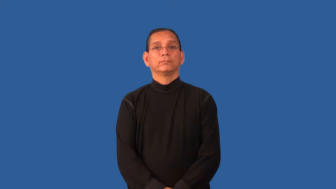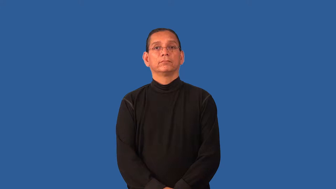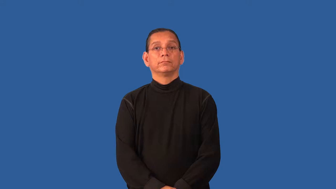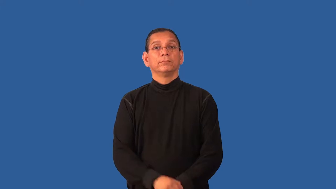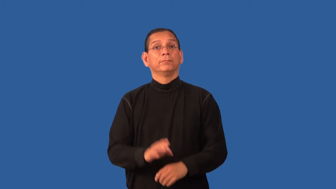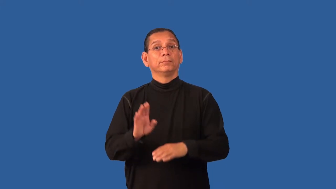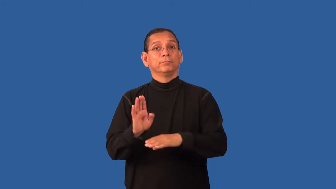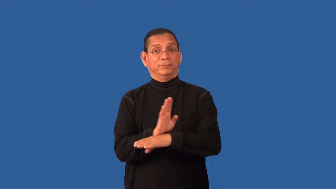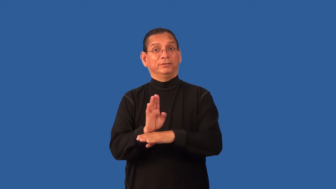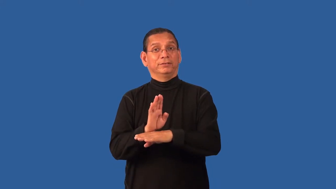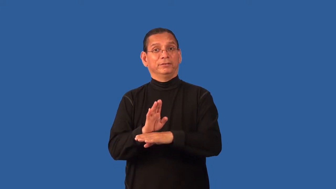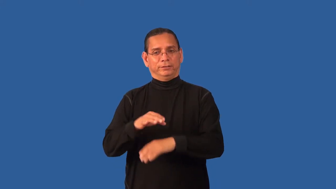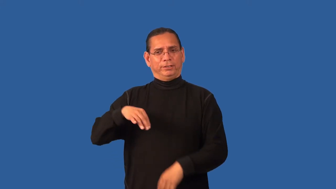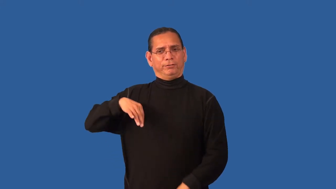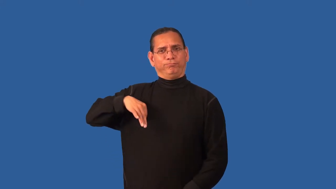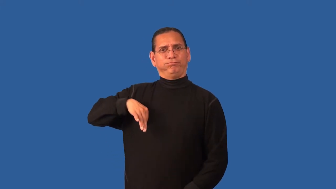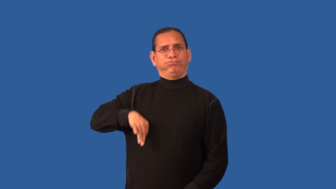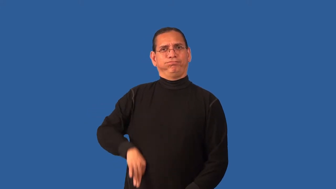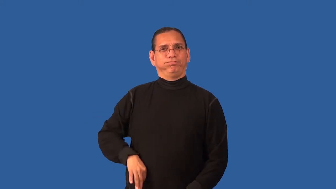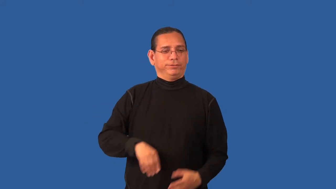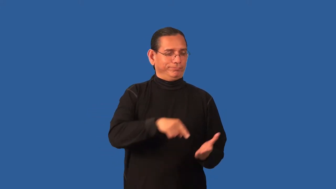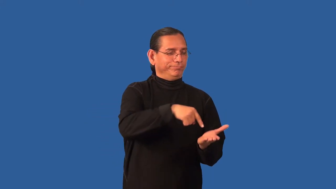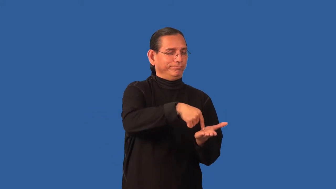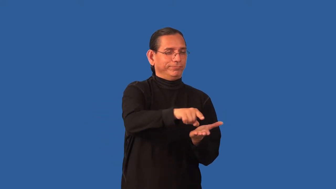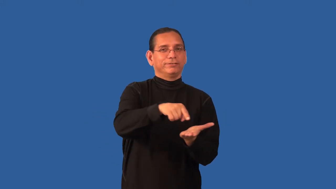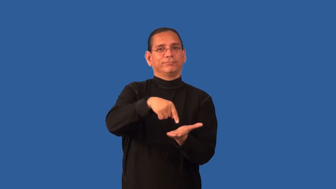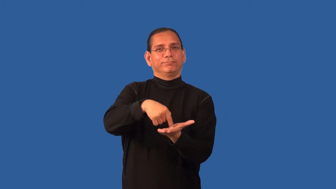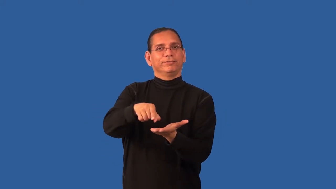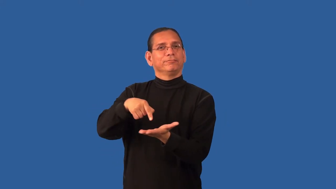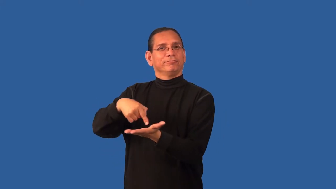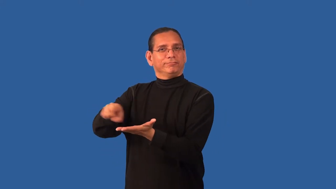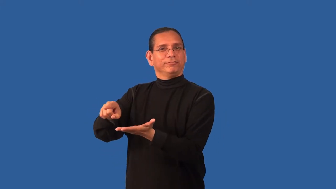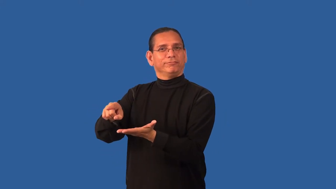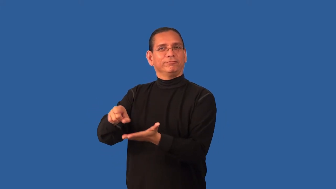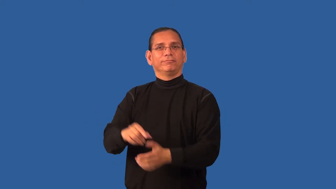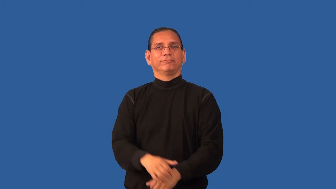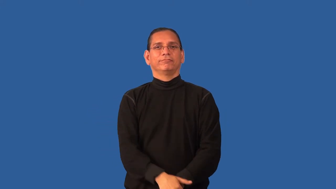dividend-stock